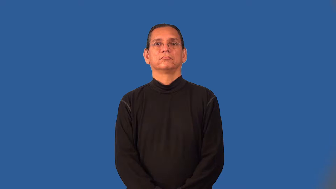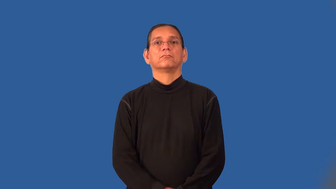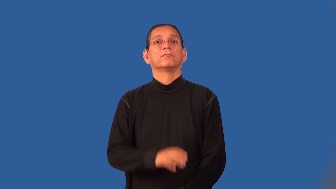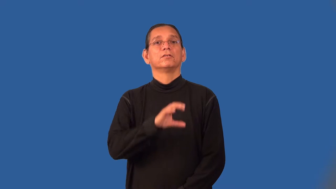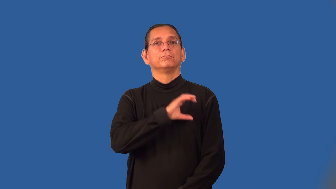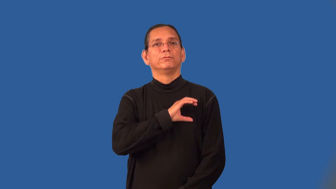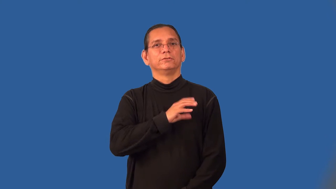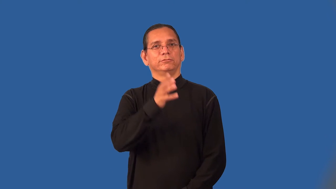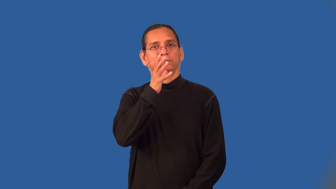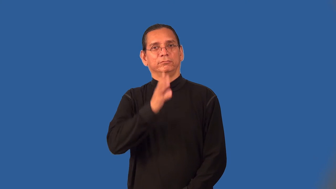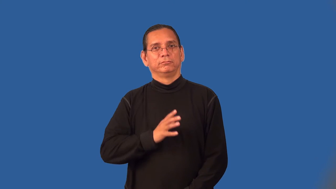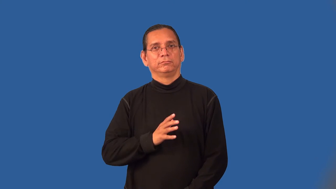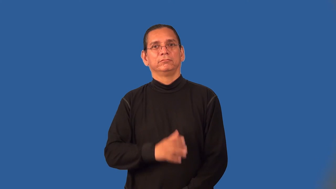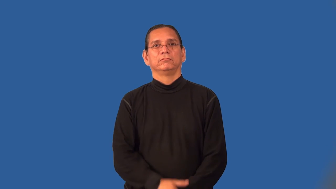policewoman